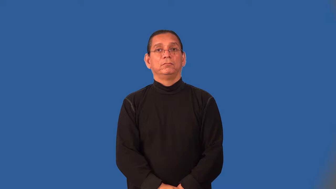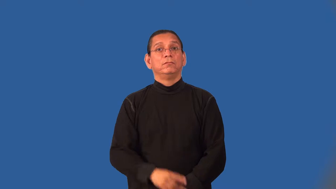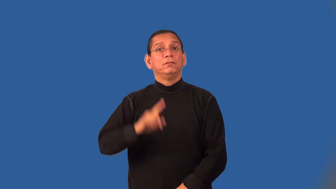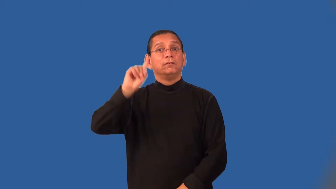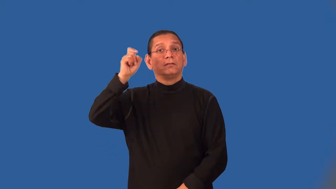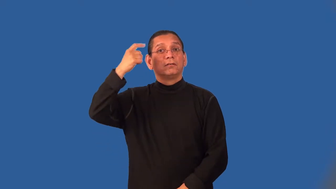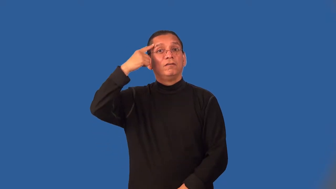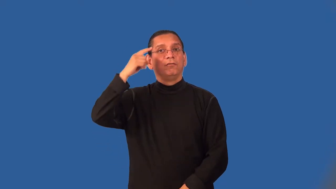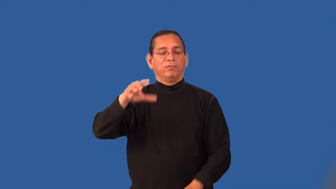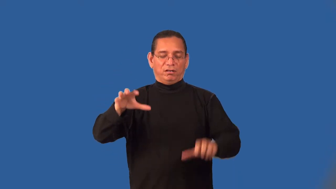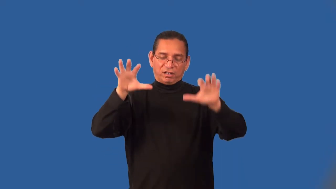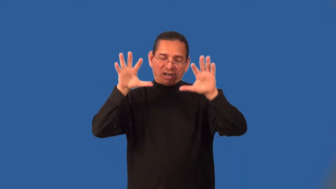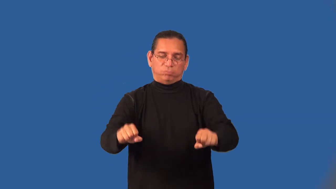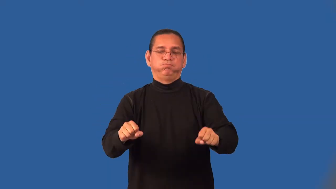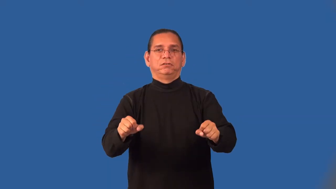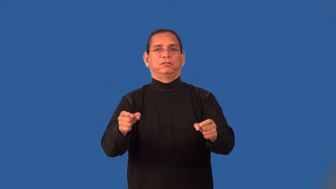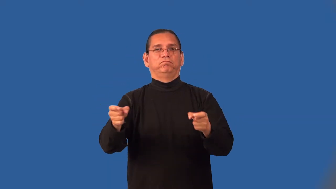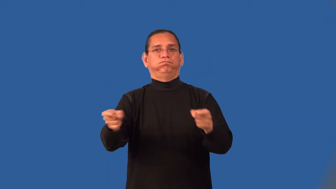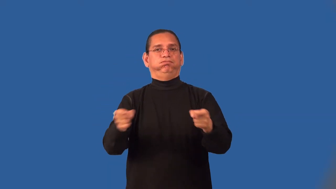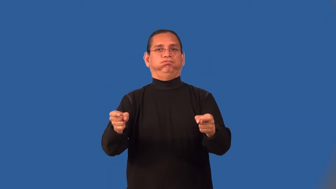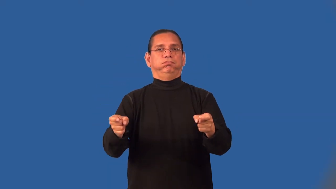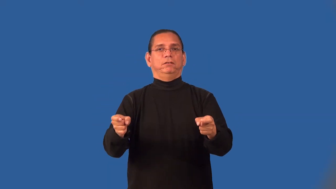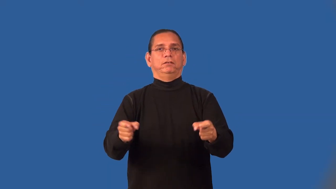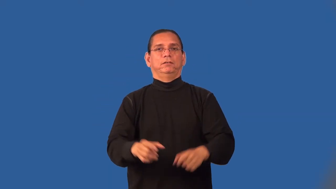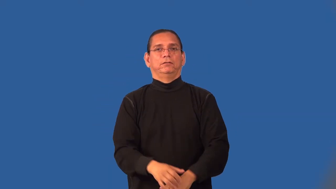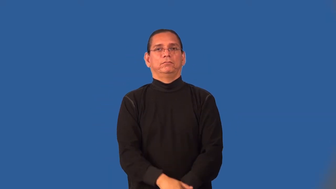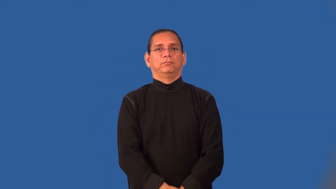nationalize